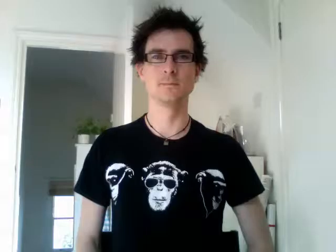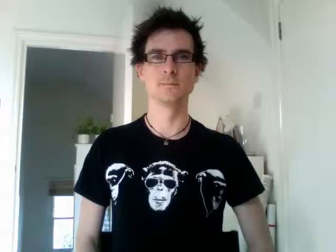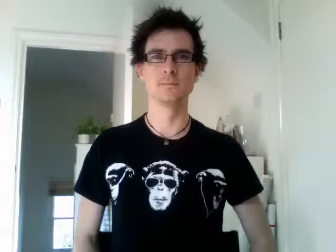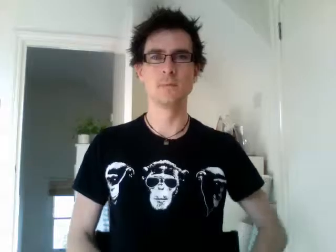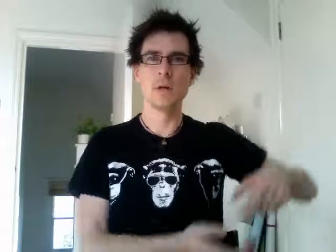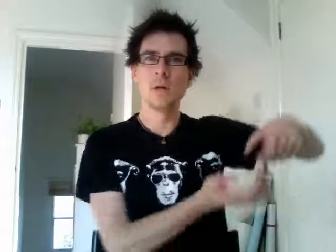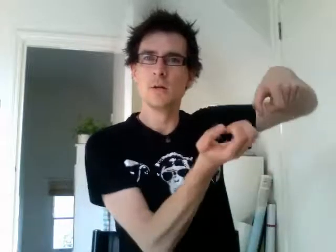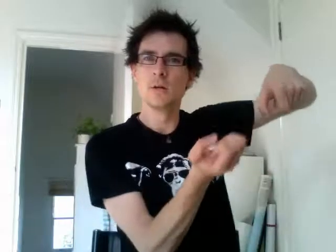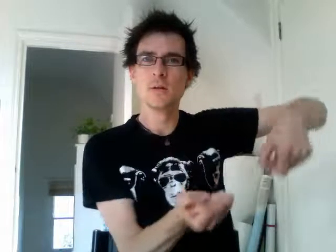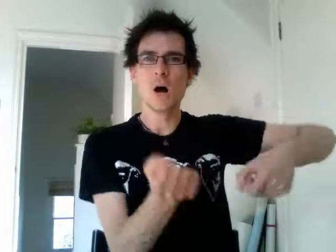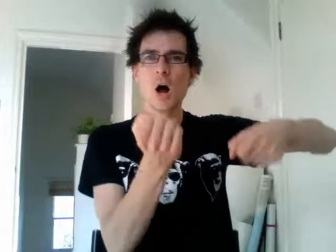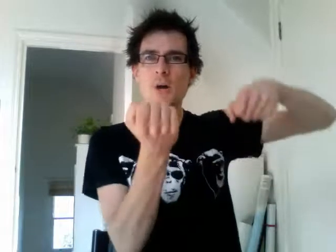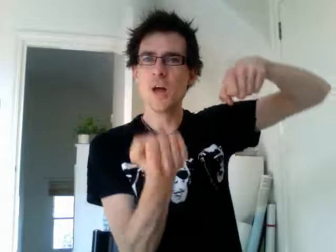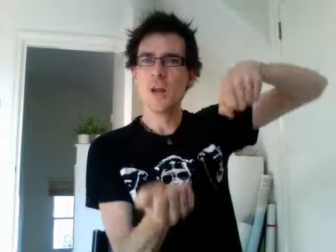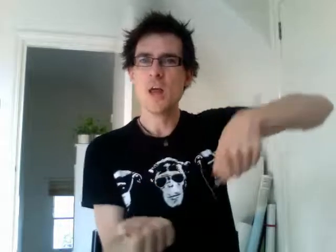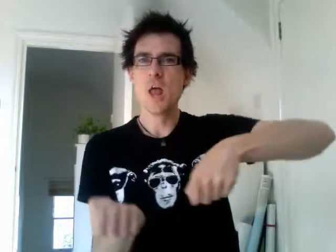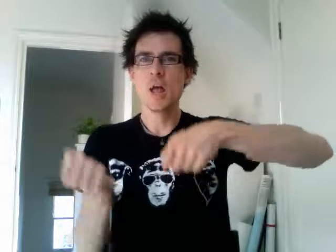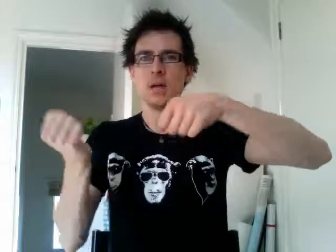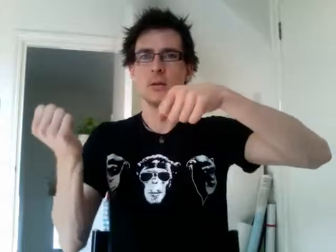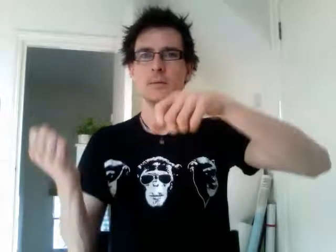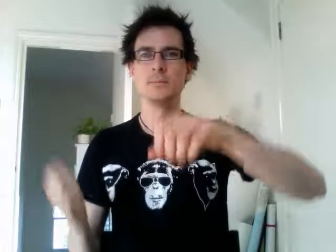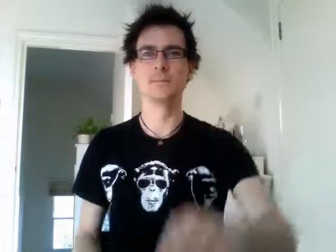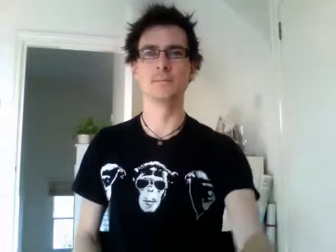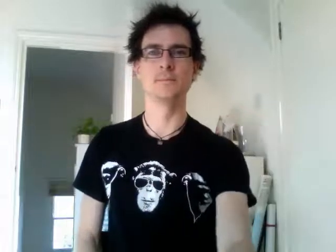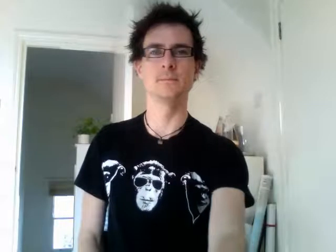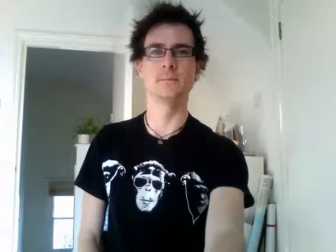gardening 2